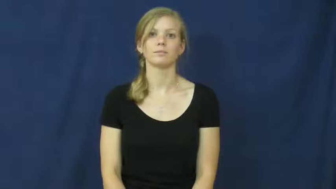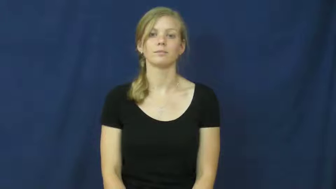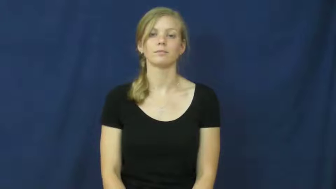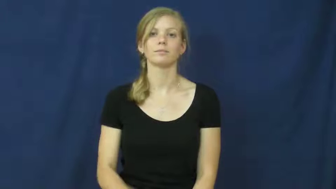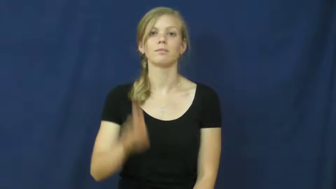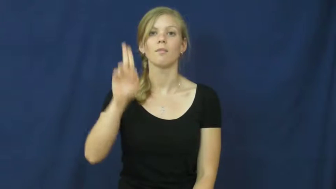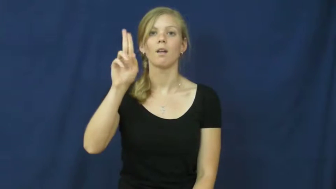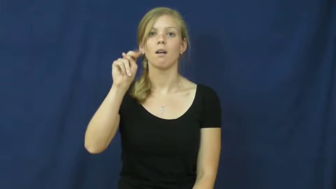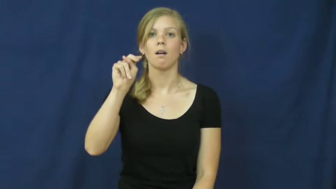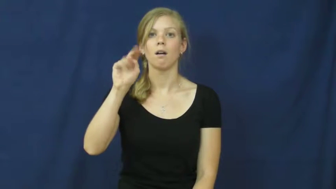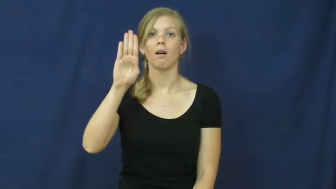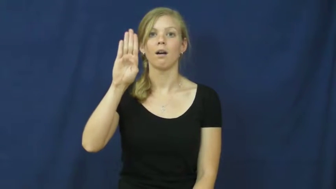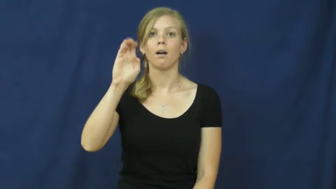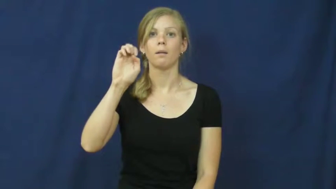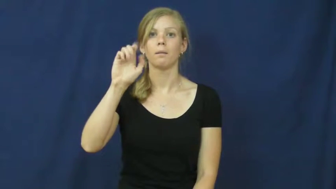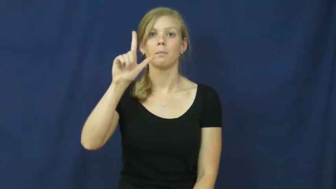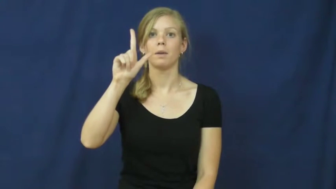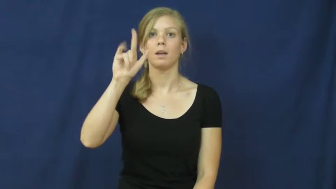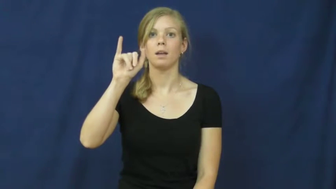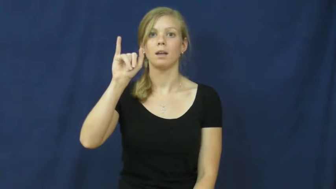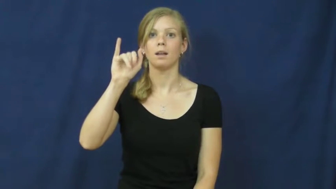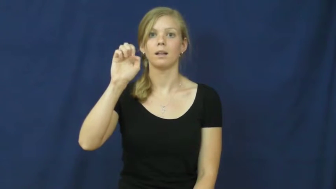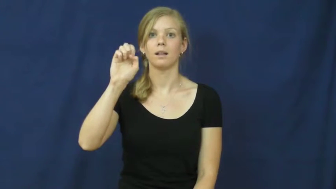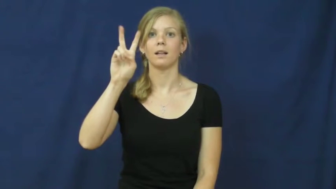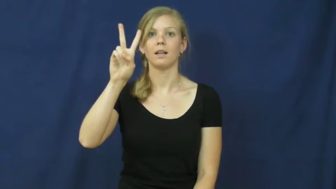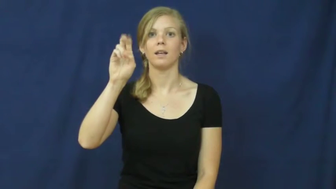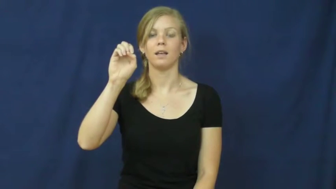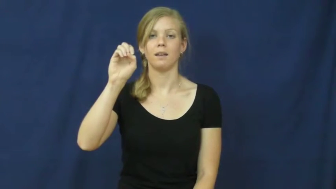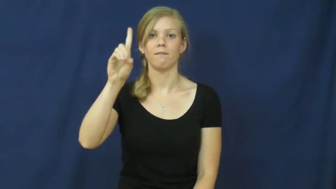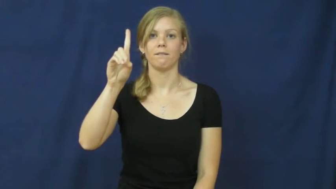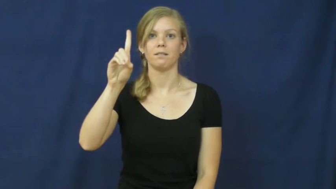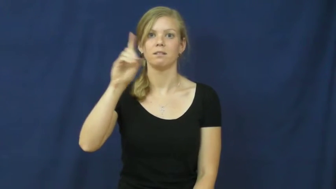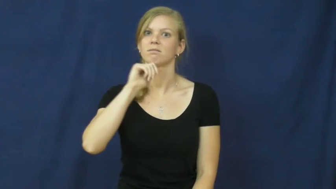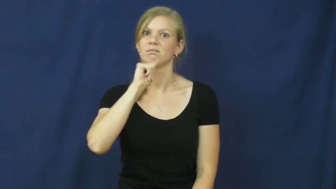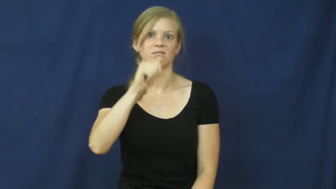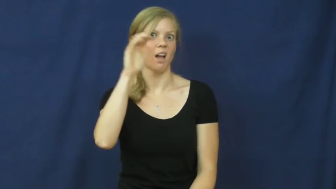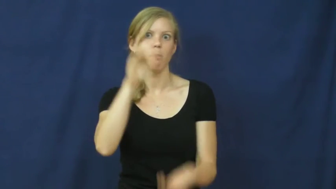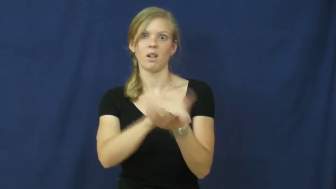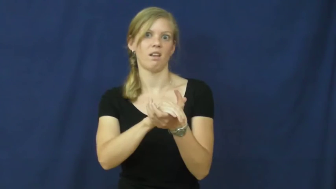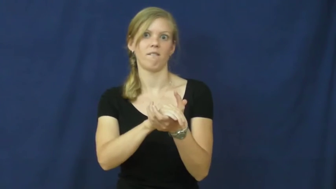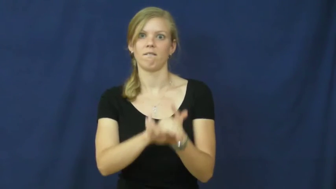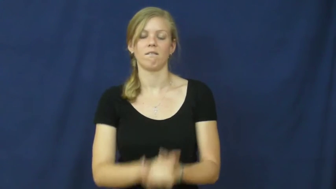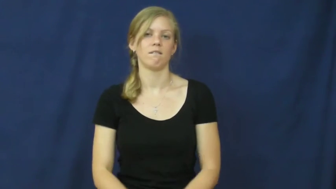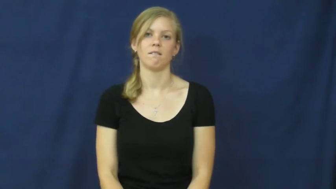unbelieved